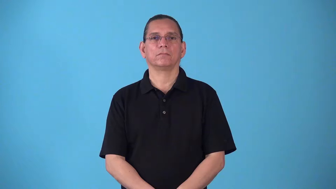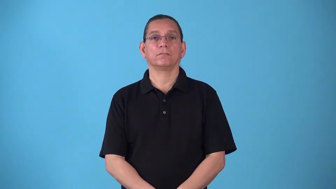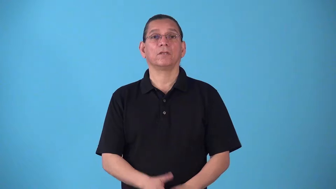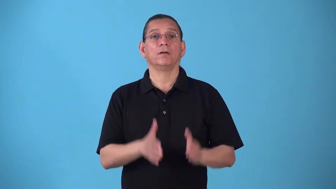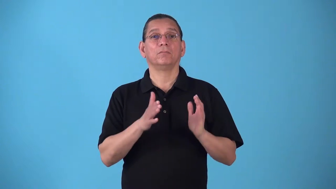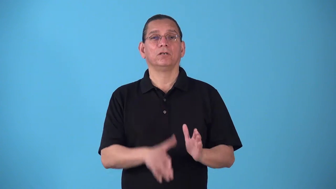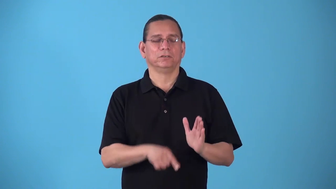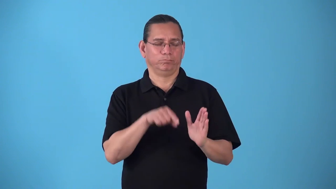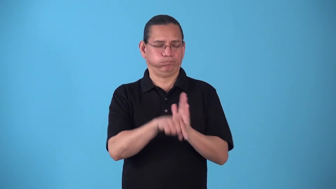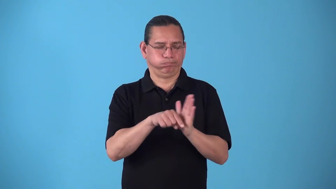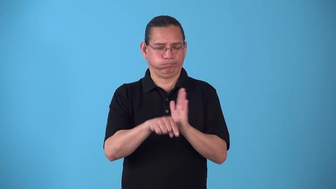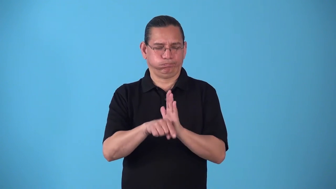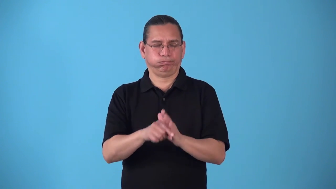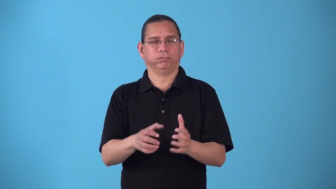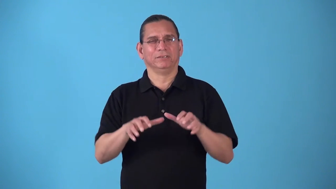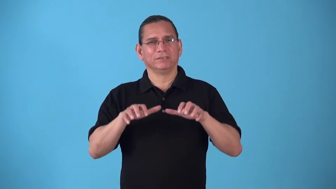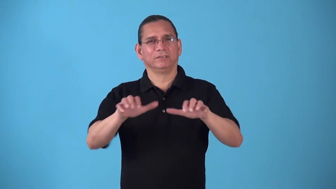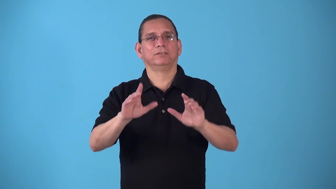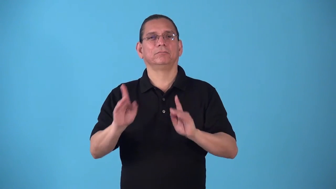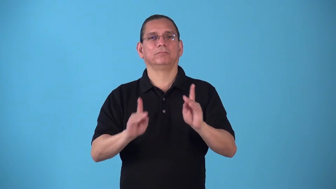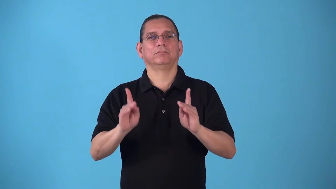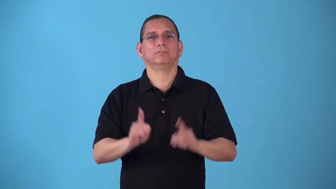slaughterer,slayer-person kills many people